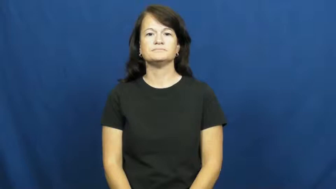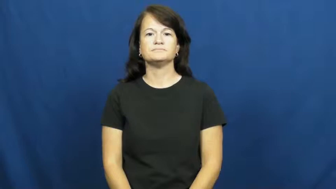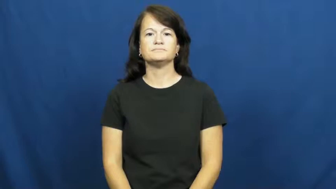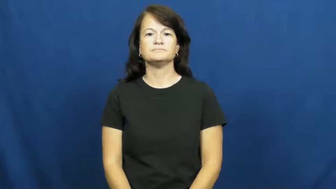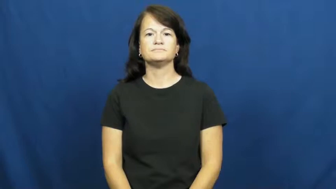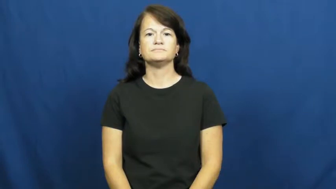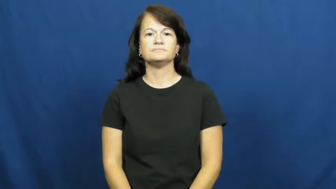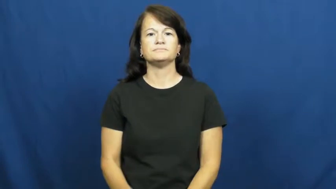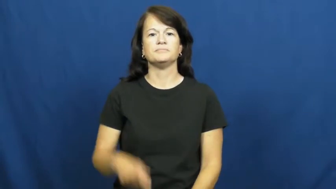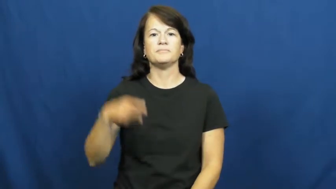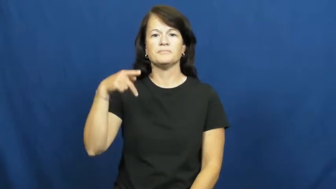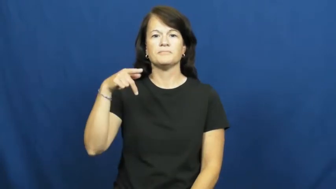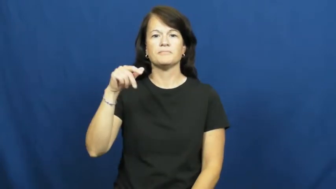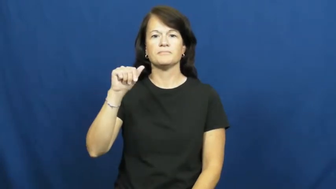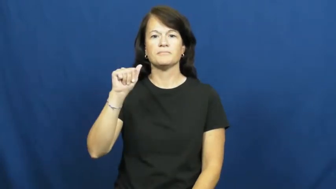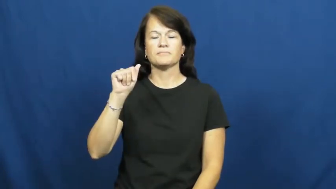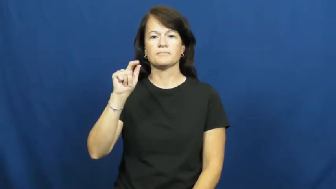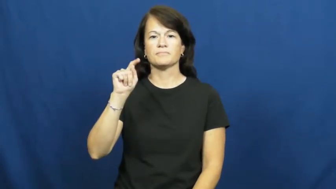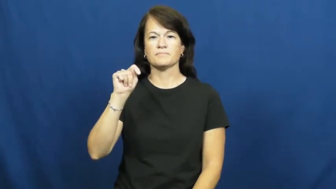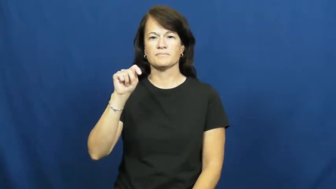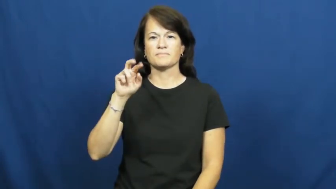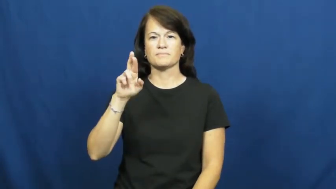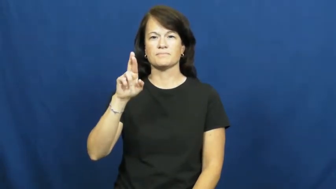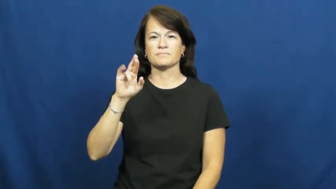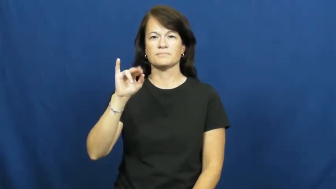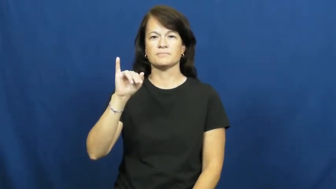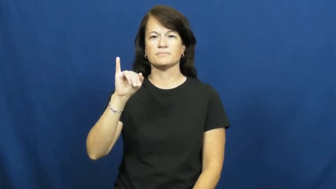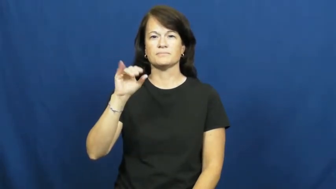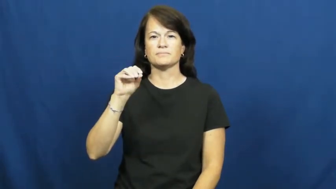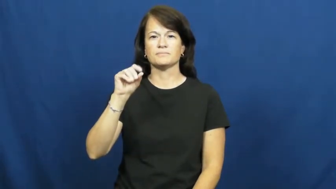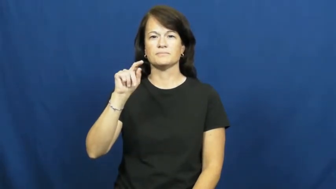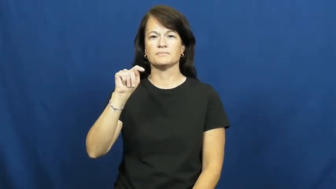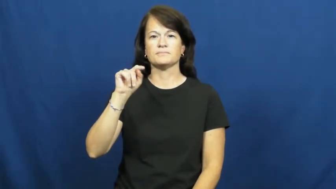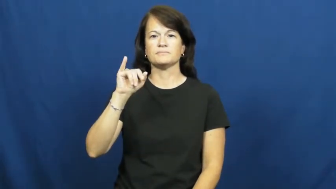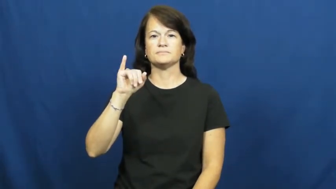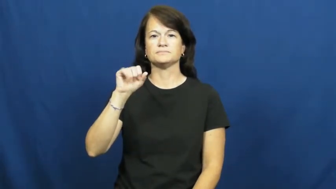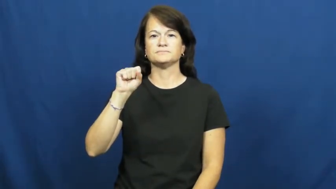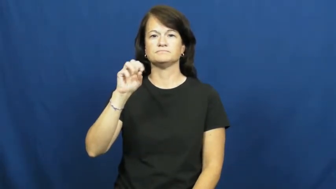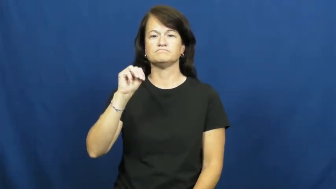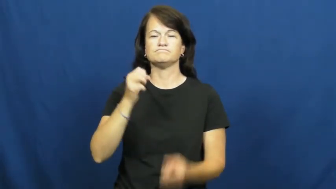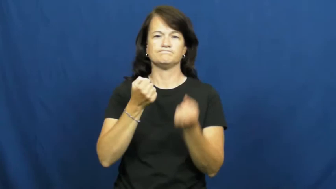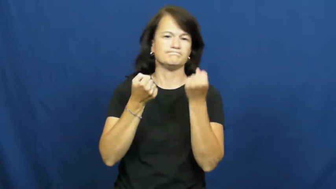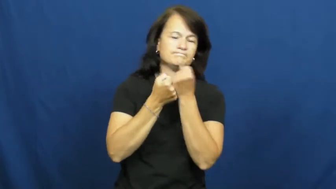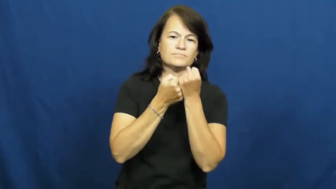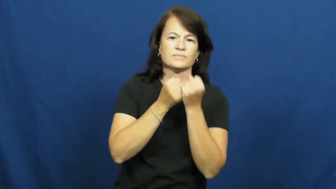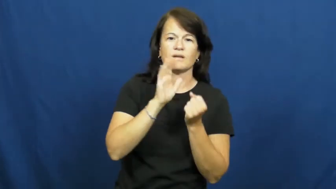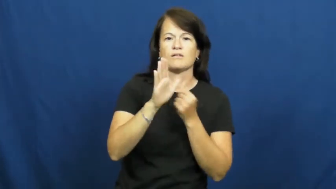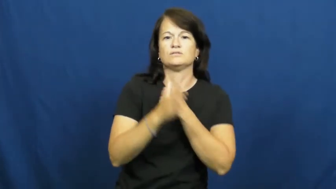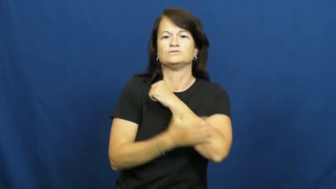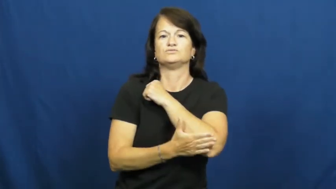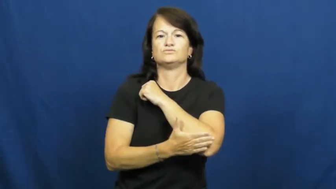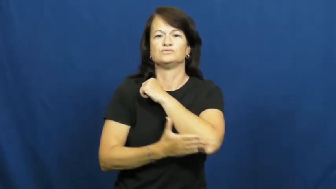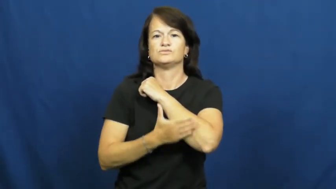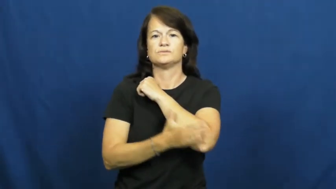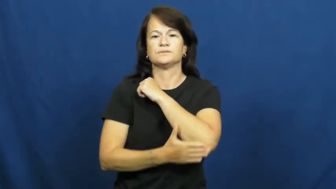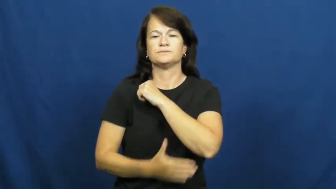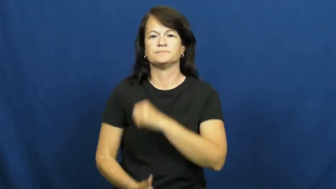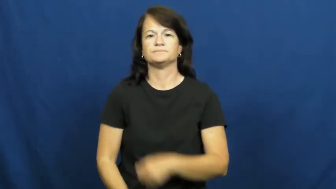patriotism